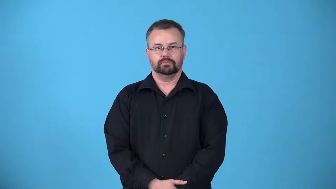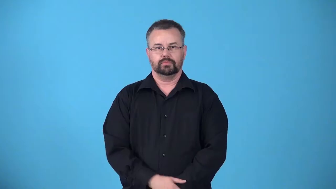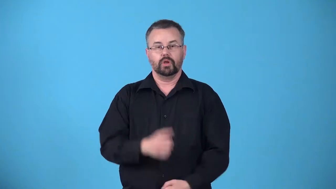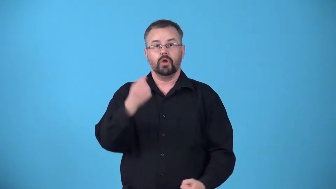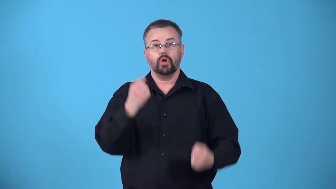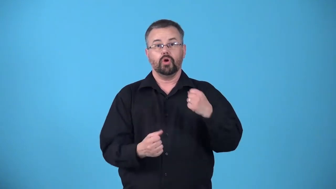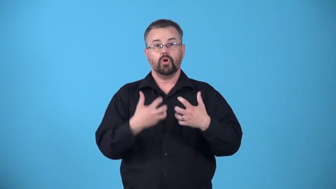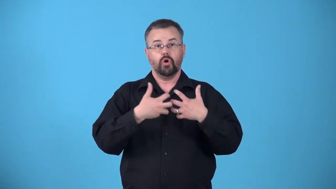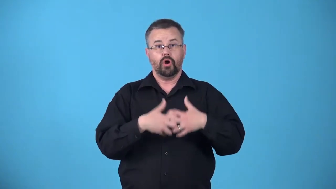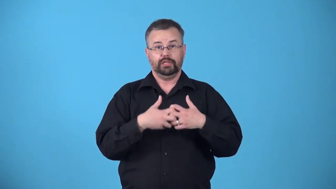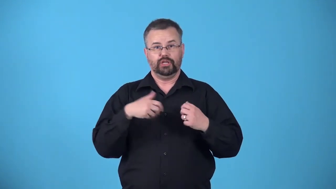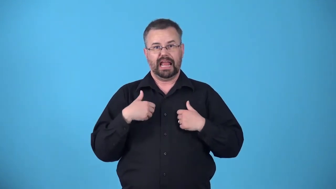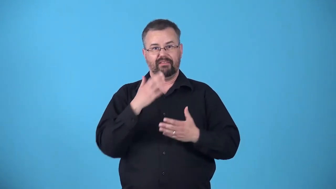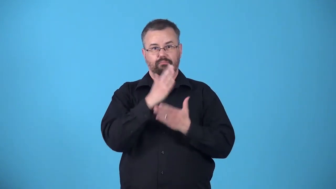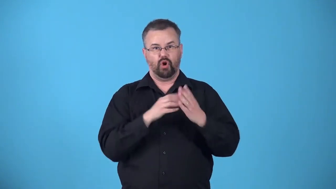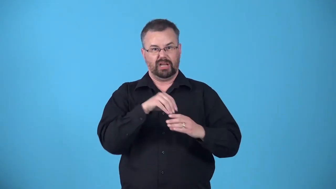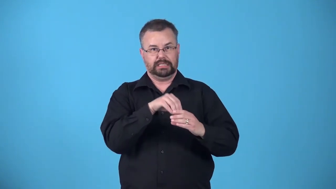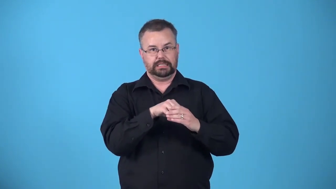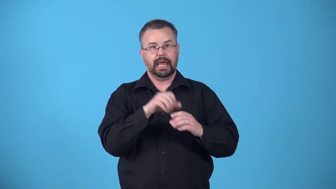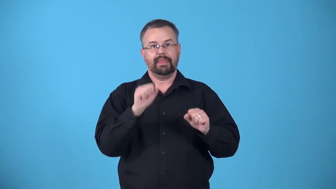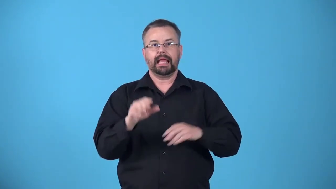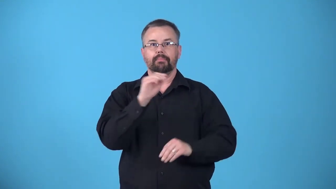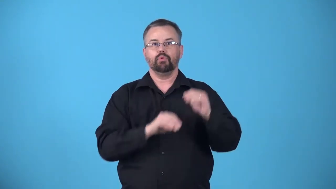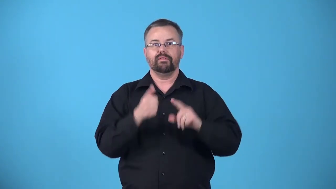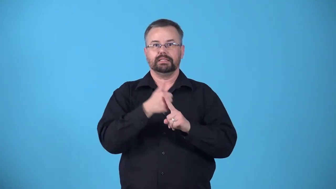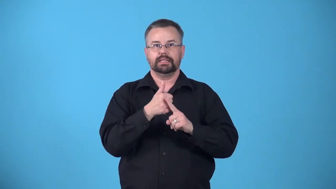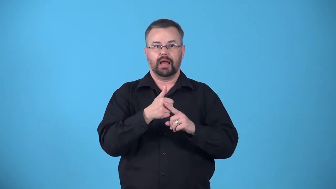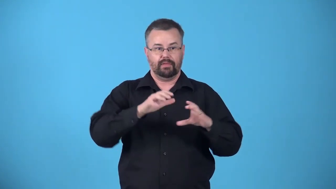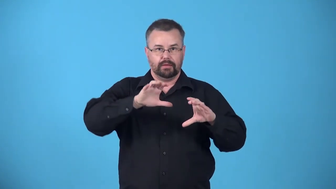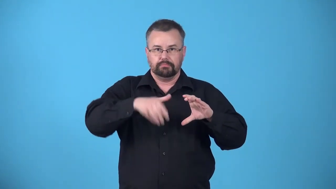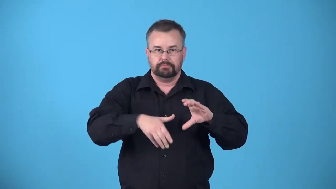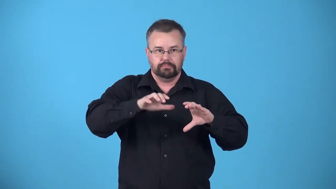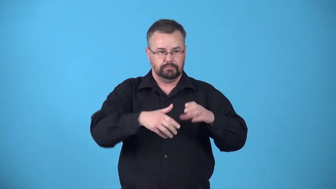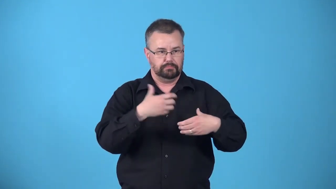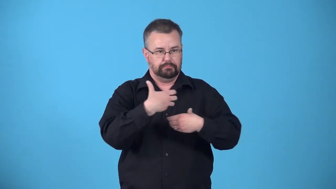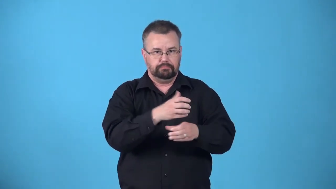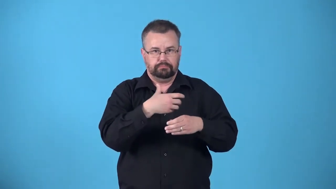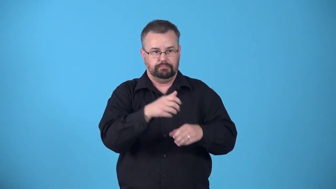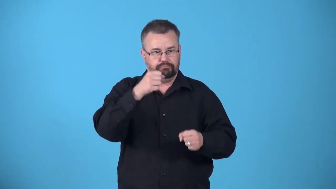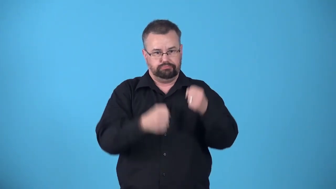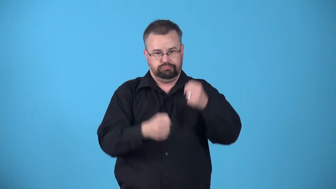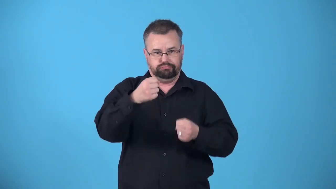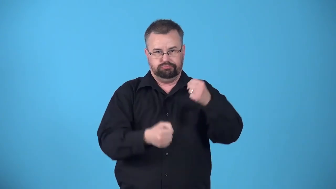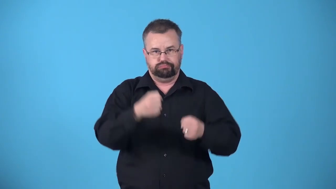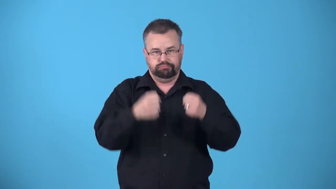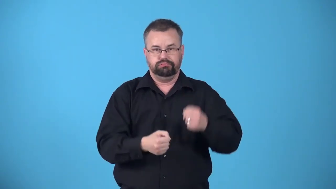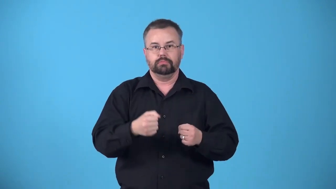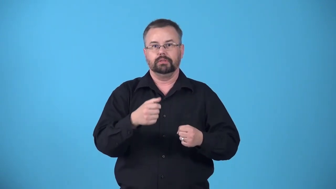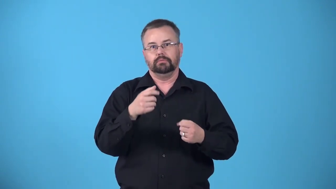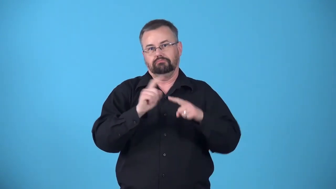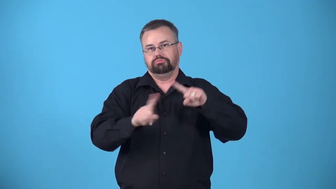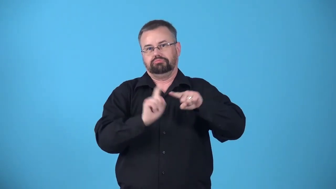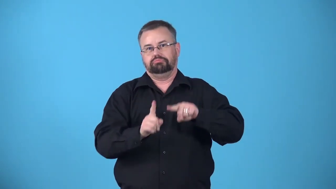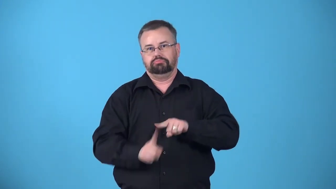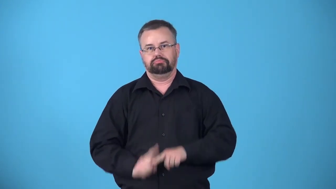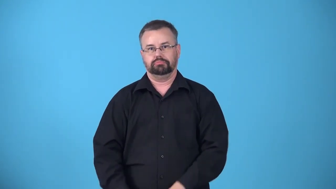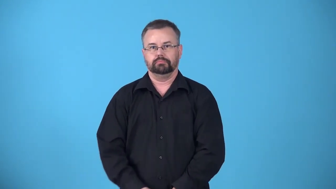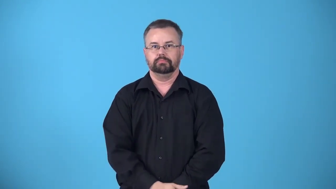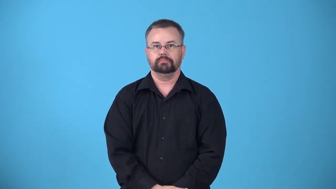articulated-has movable joints